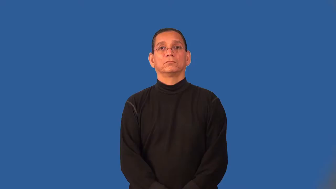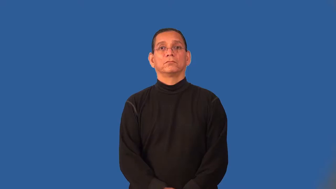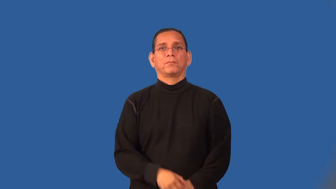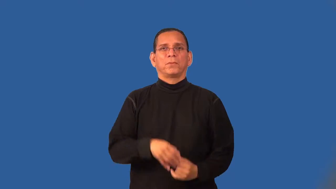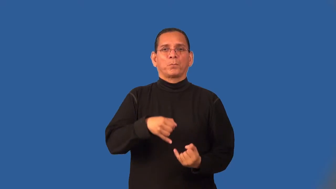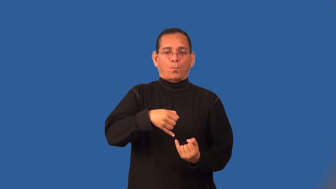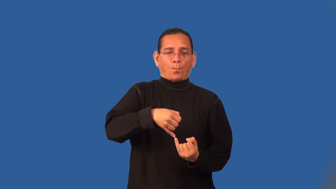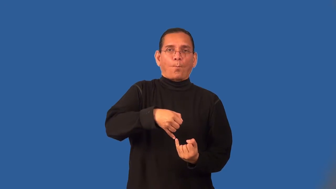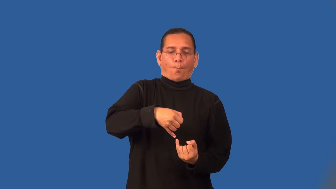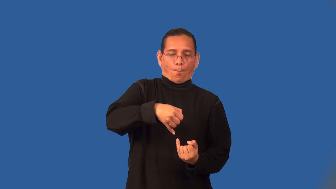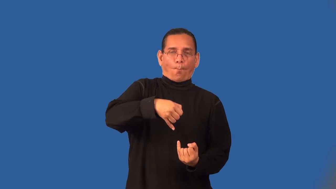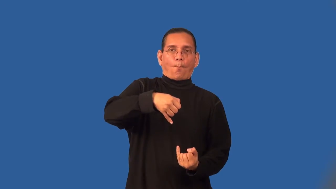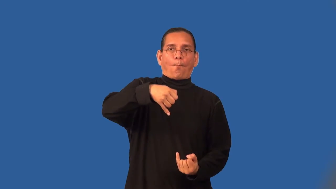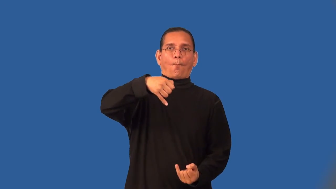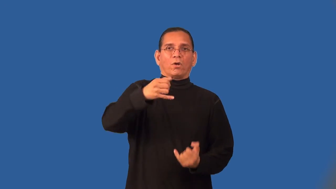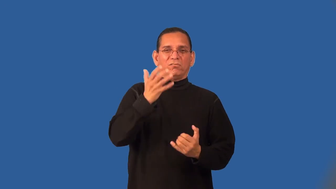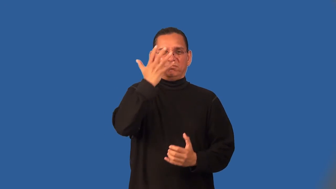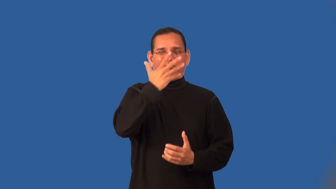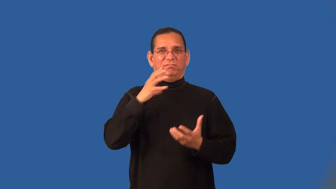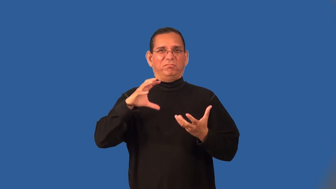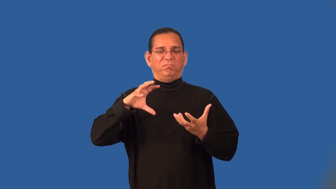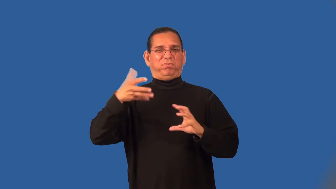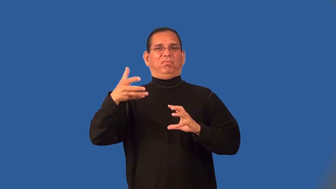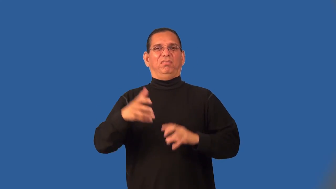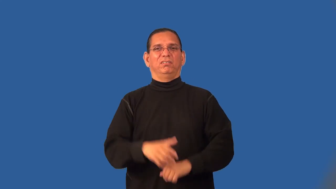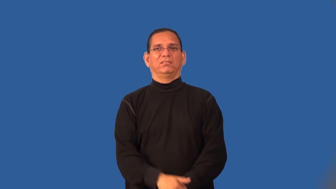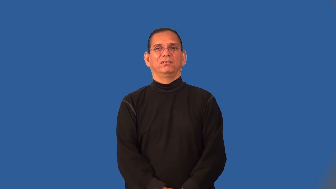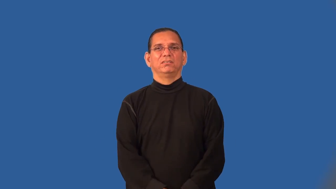scraggly,straggly